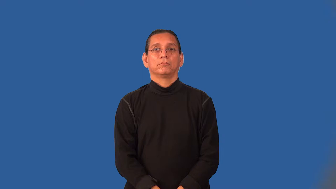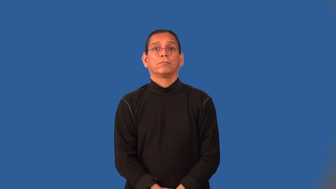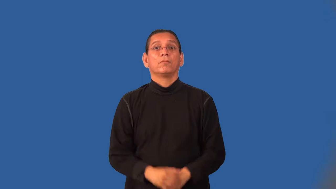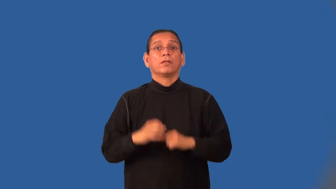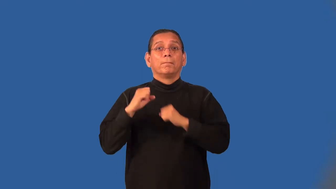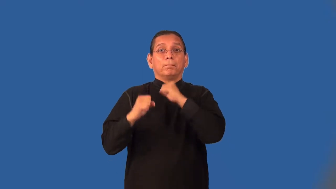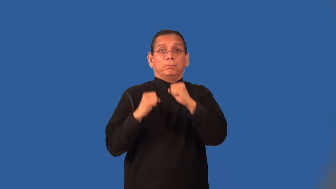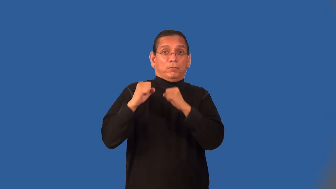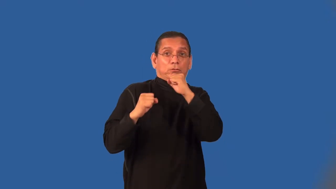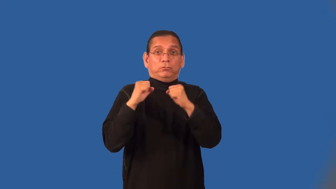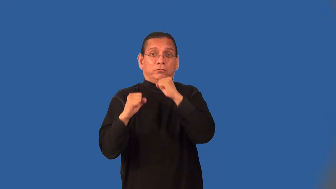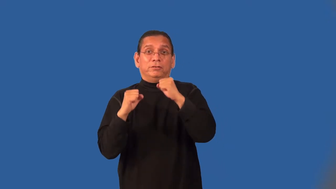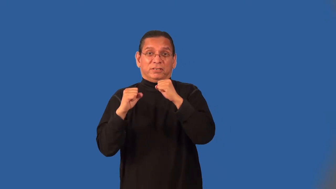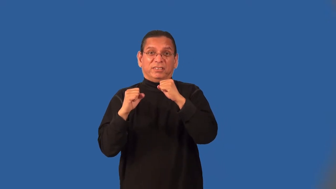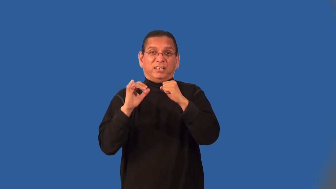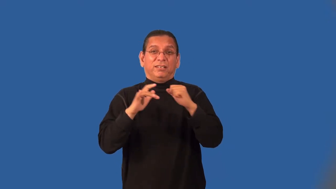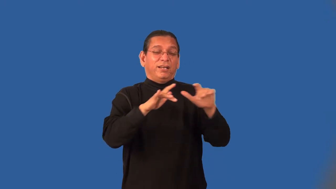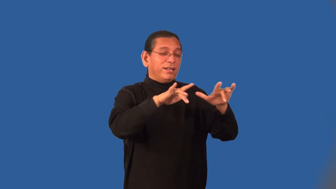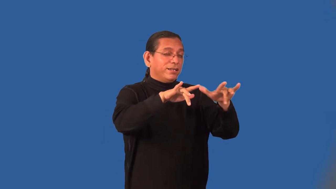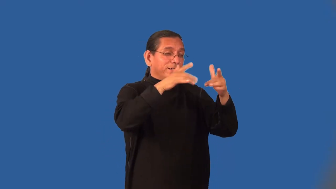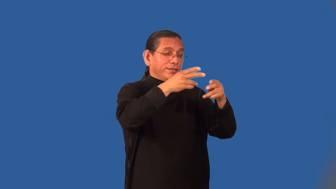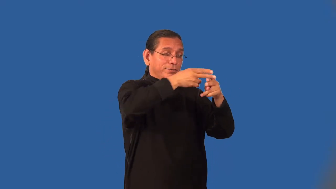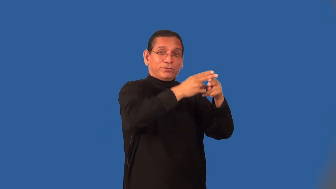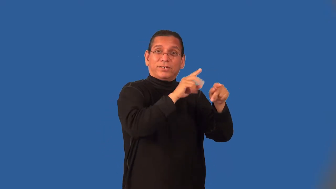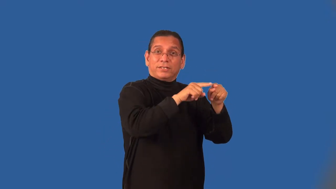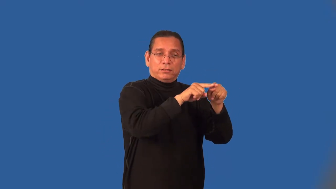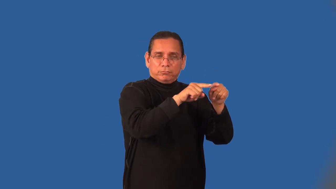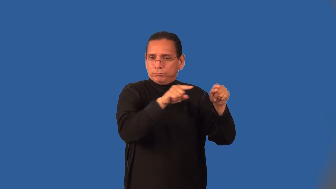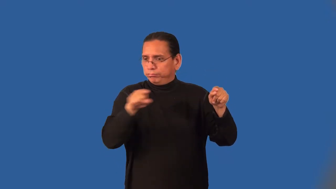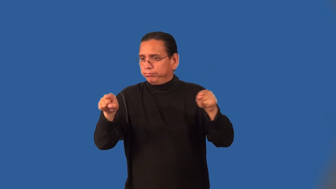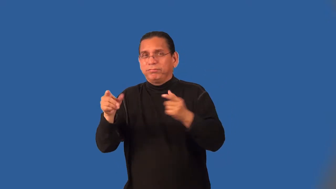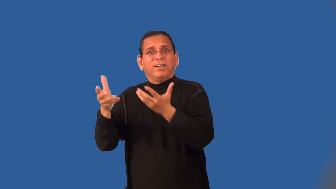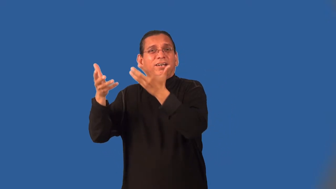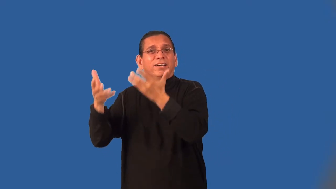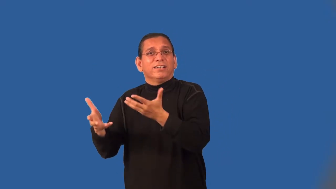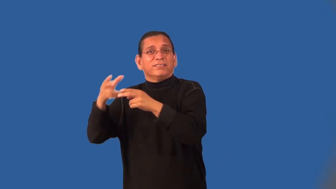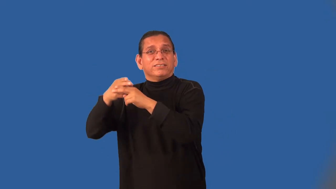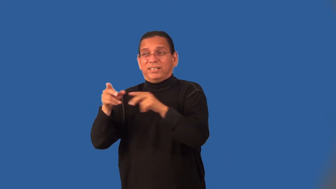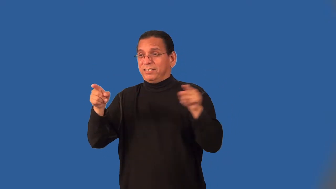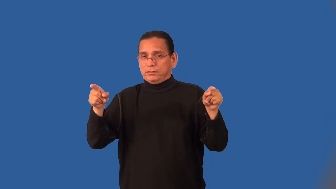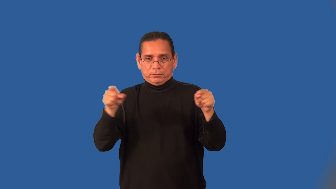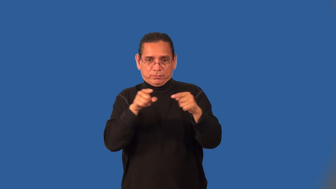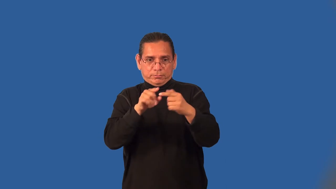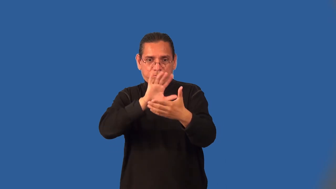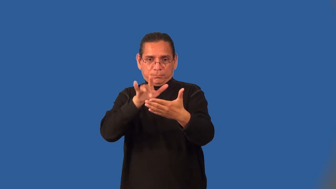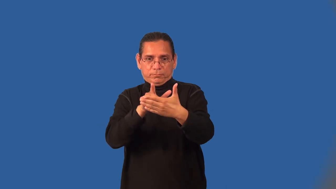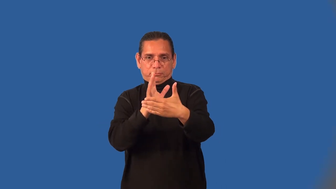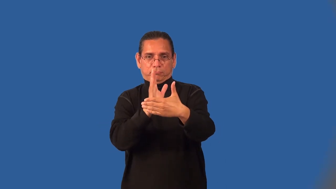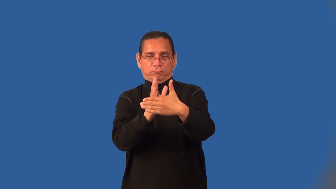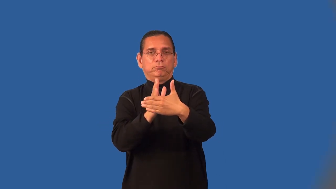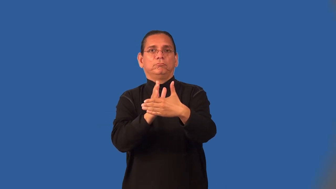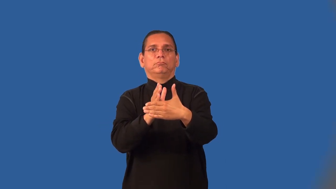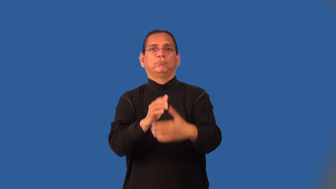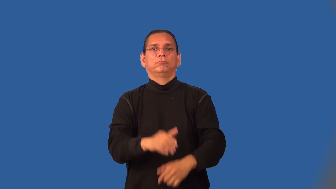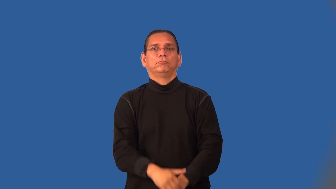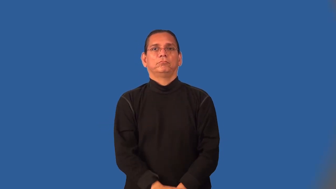middleweight